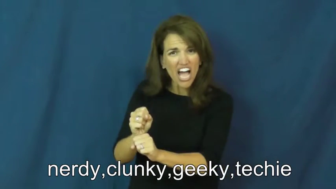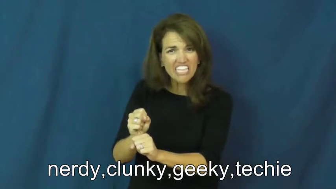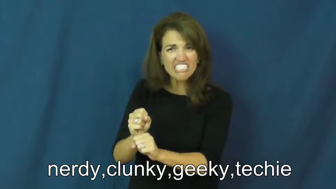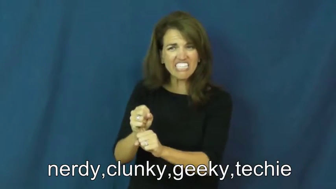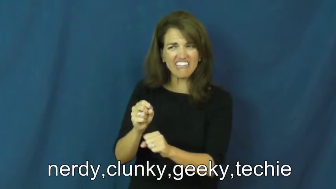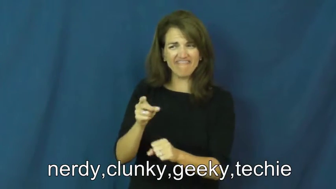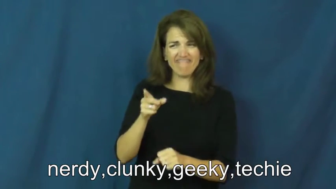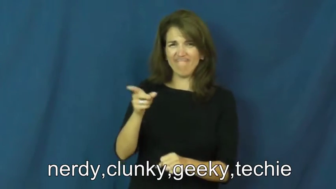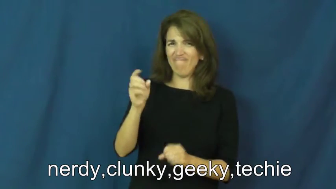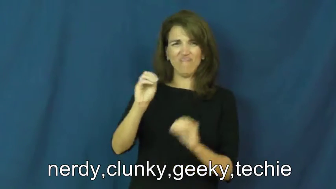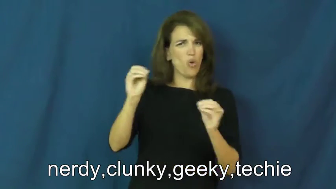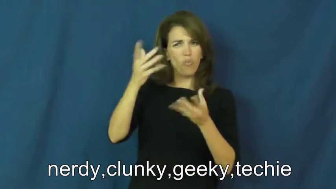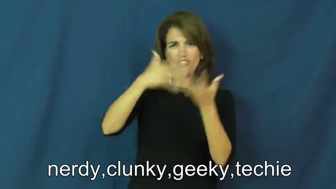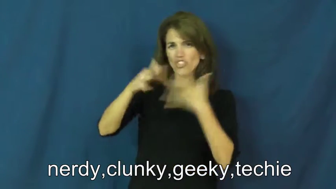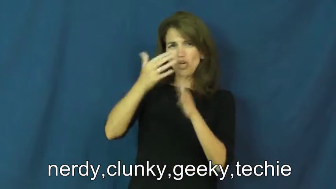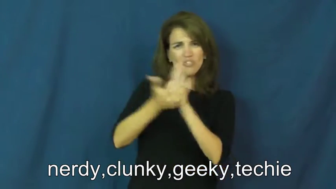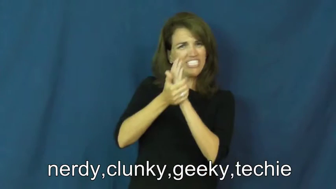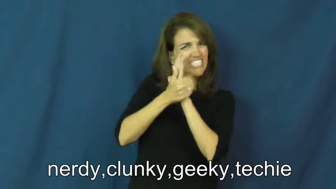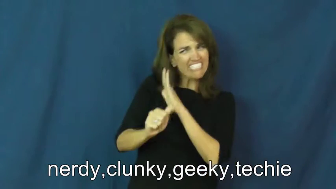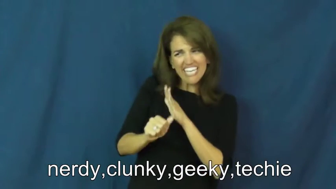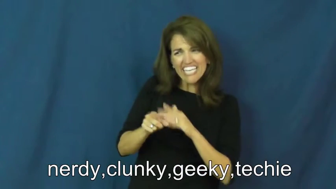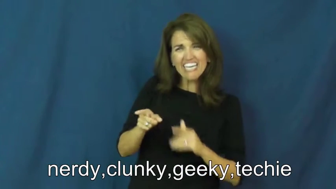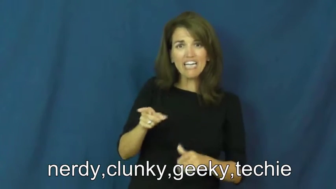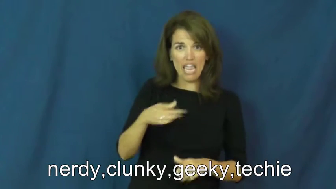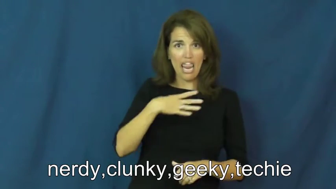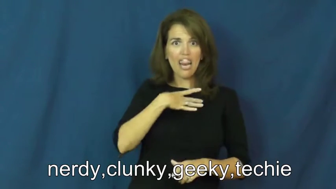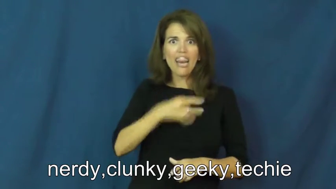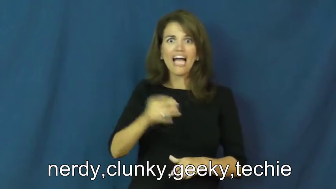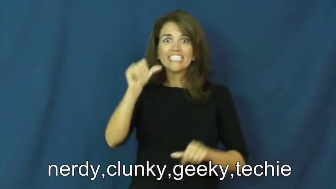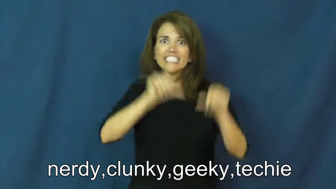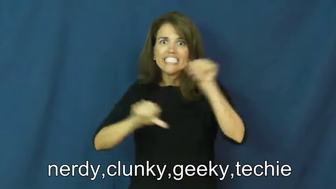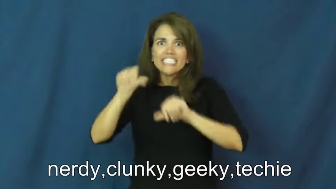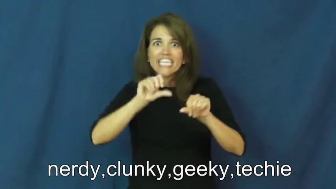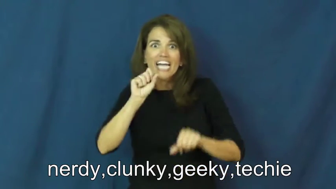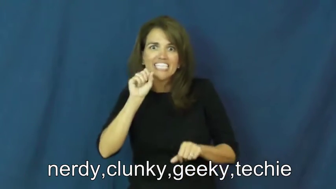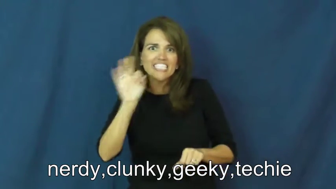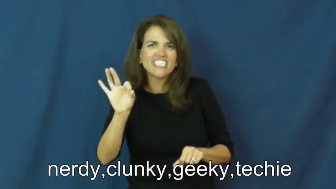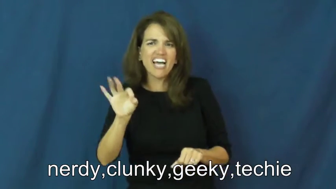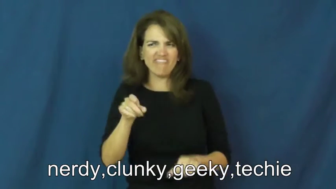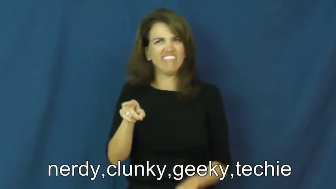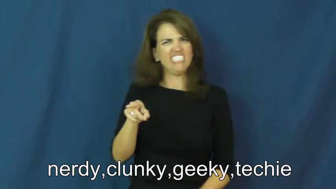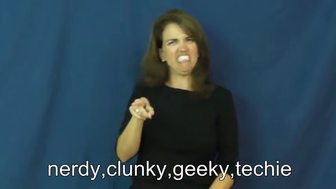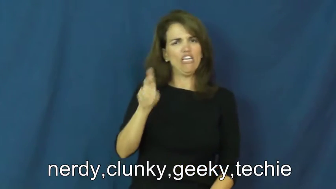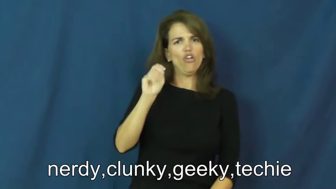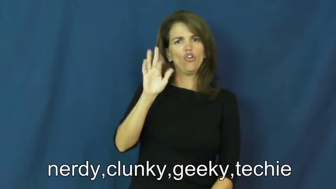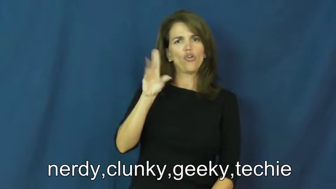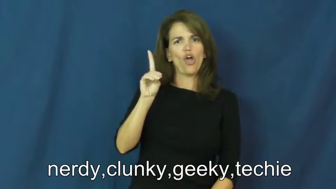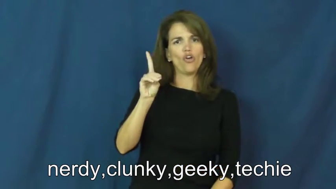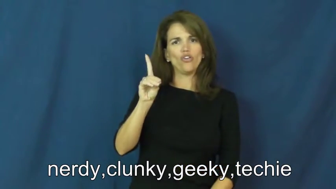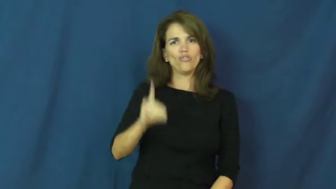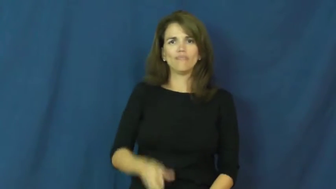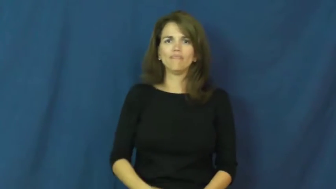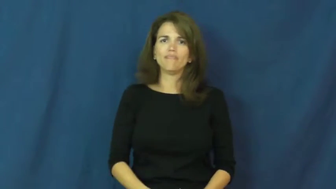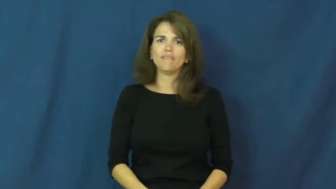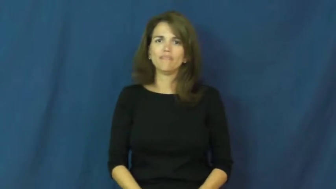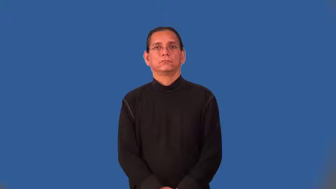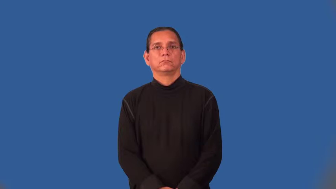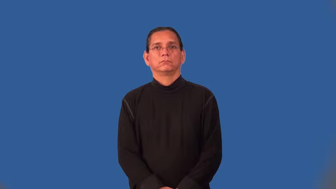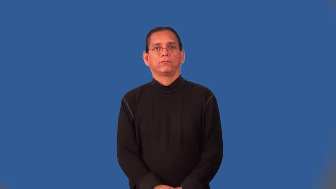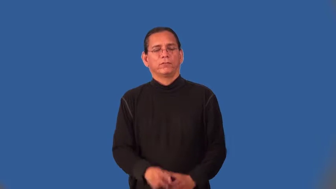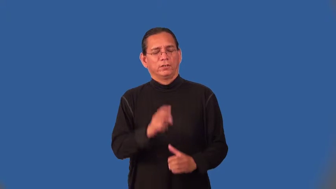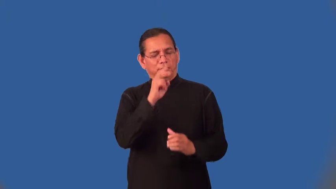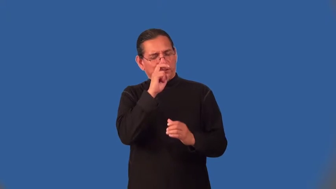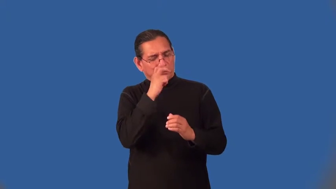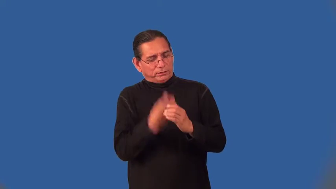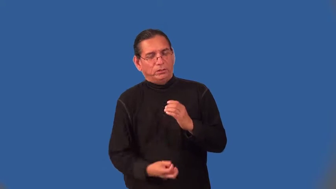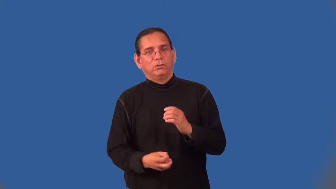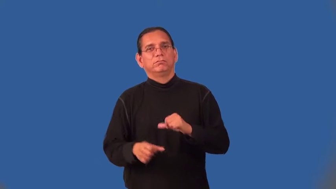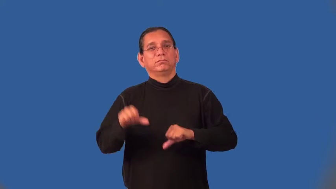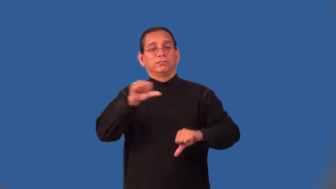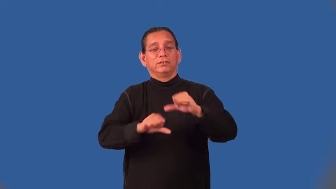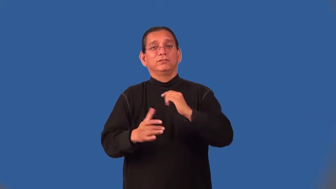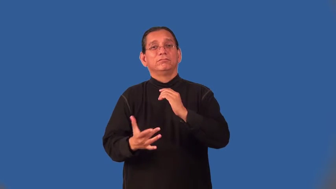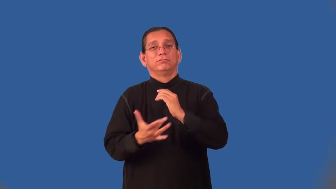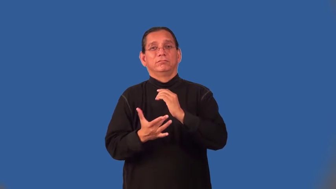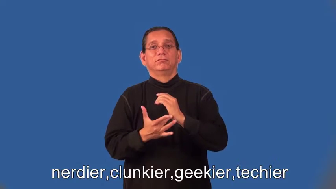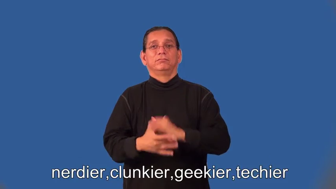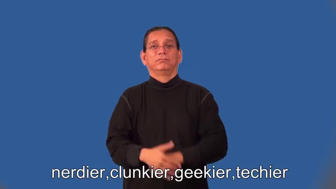nerdier,clunkier,geekier,techier,nerdiest,clunkiest,geekiest,techiest